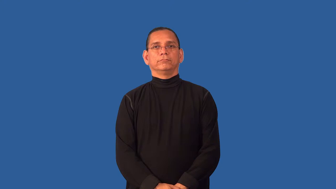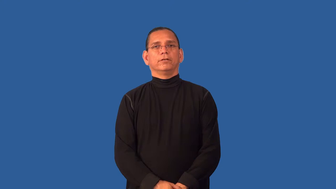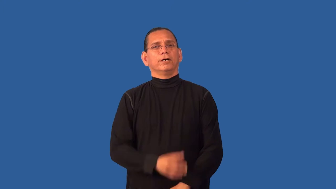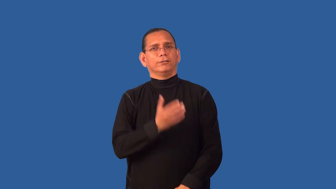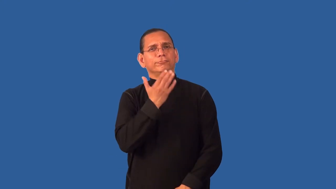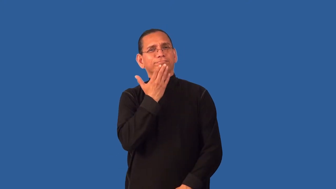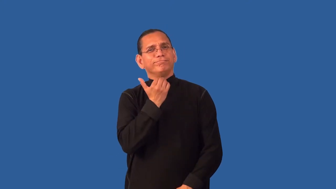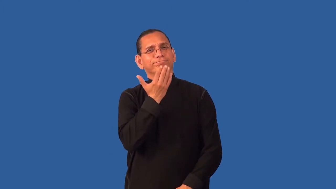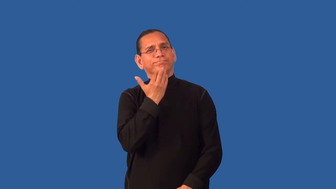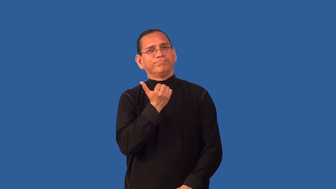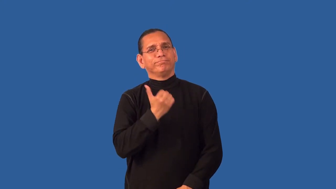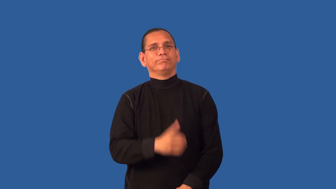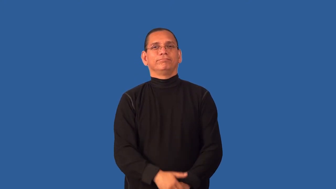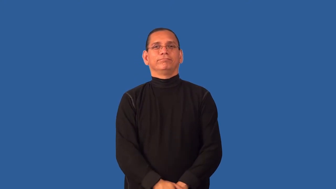deary,lovey